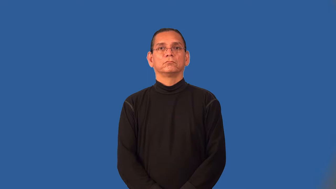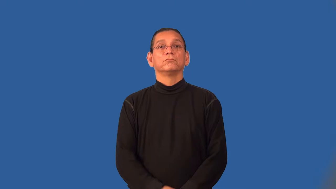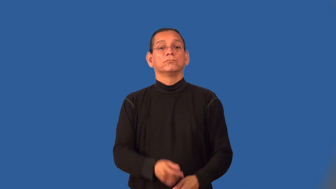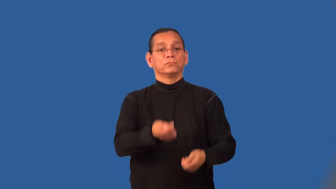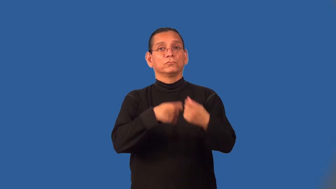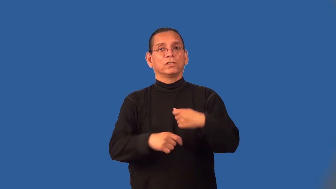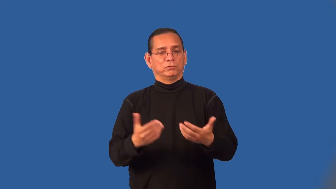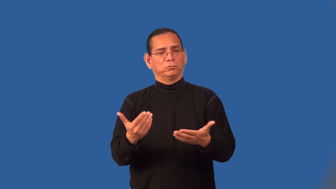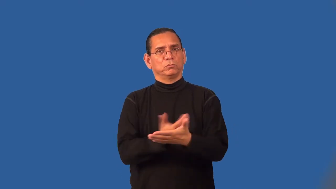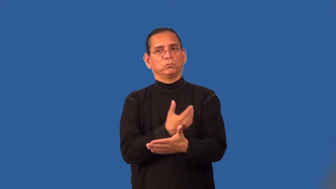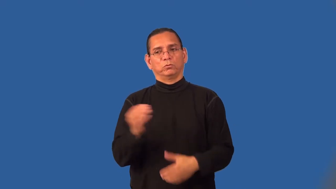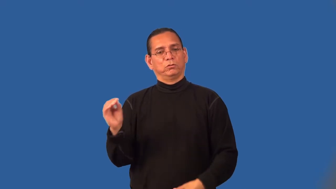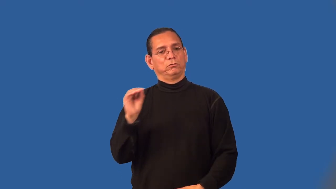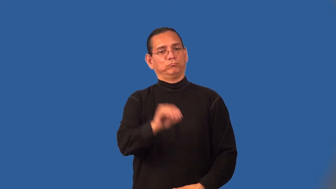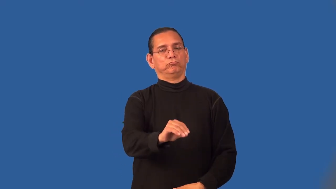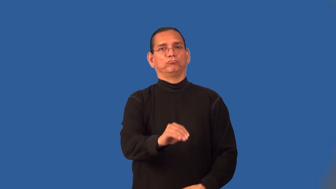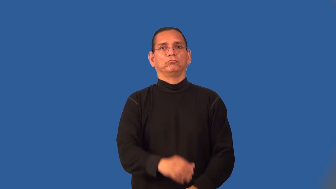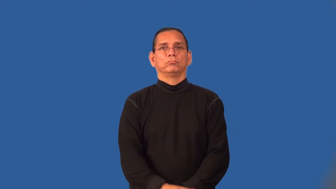retrofit